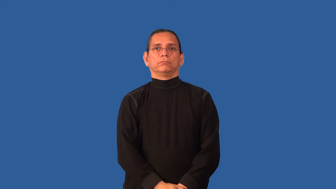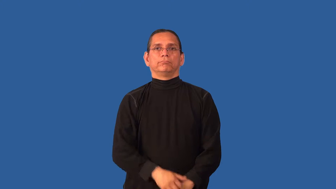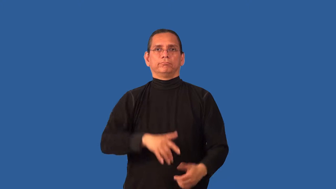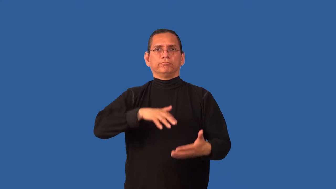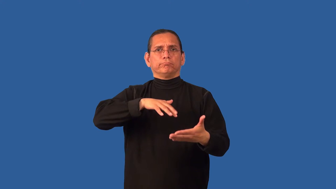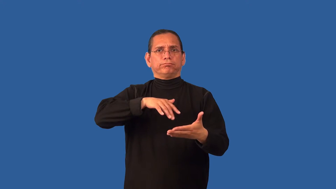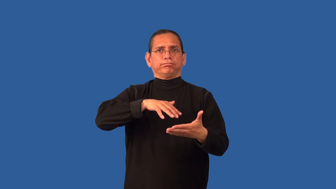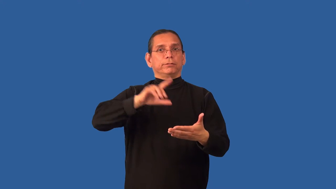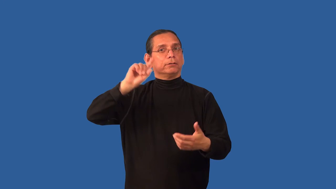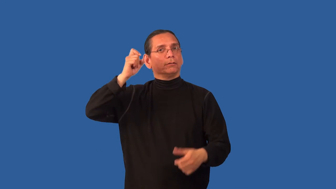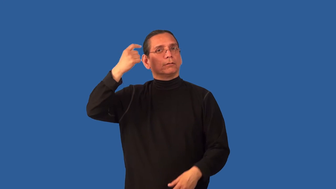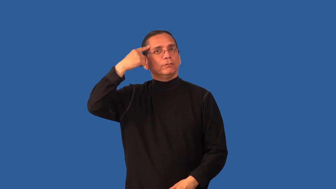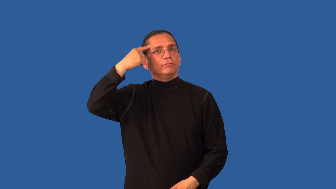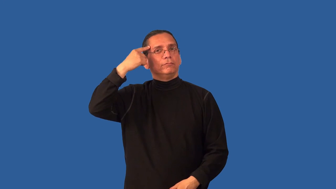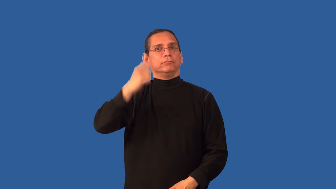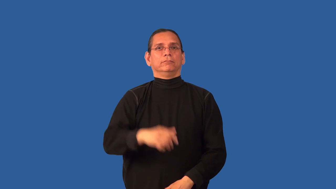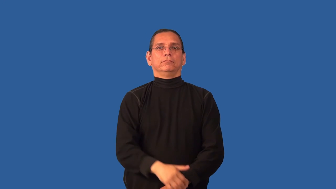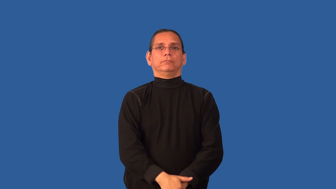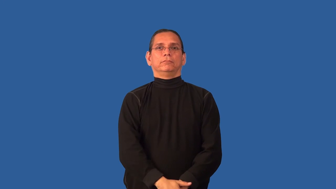civics